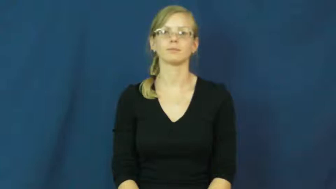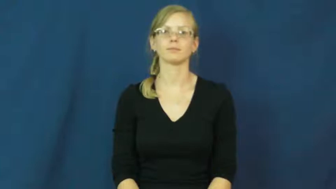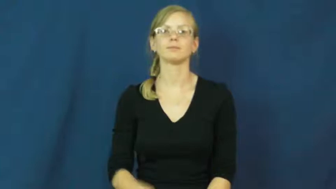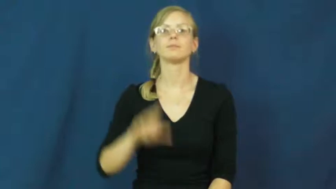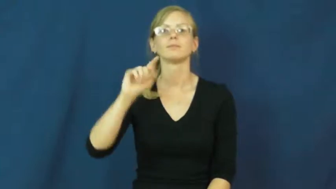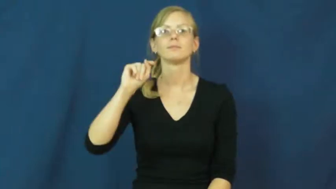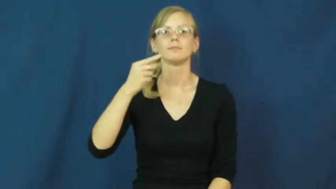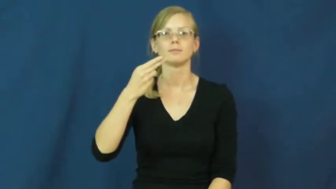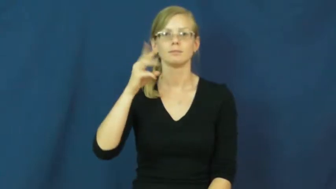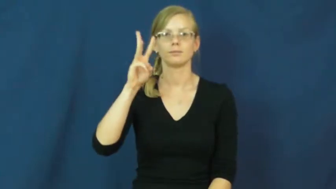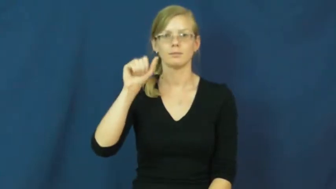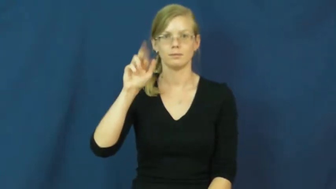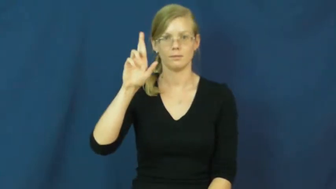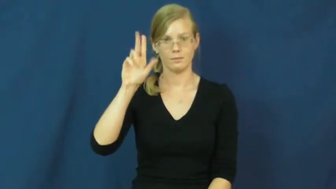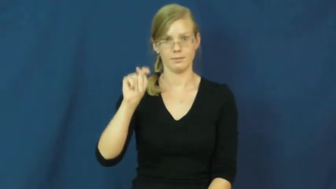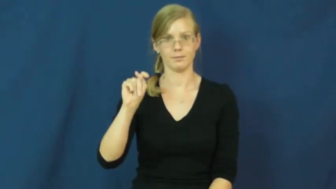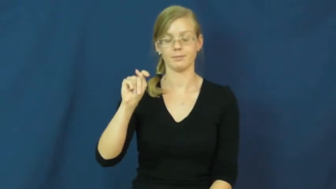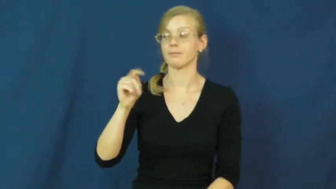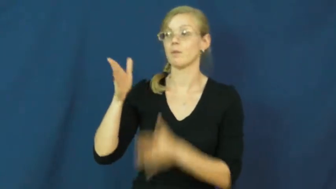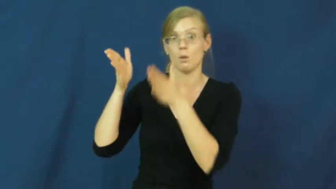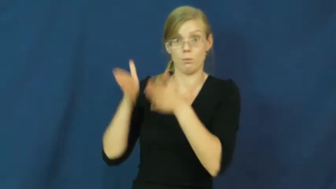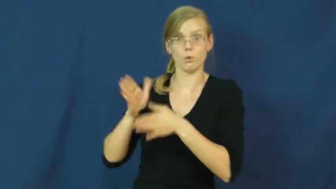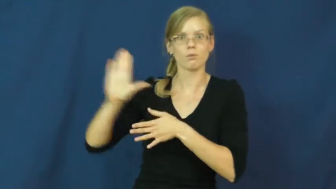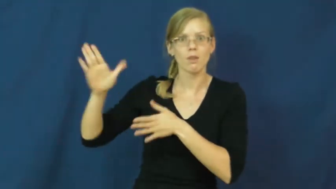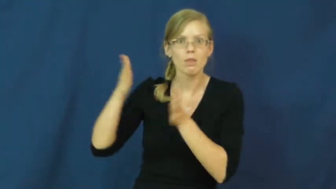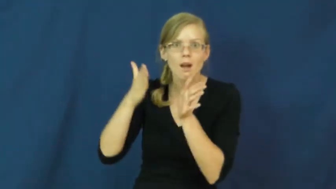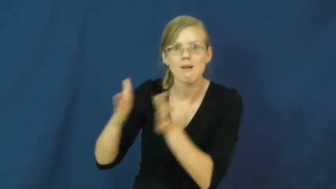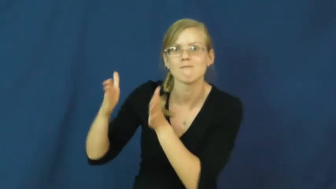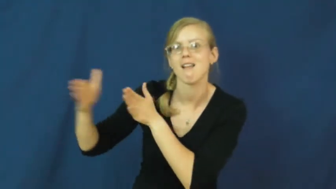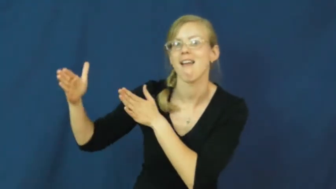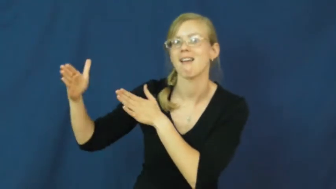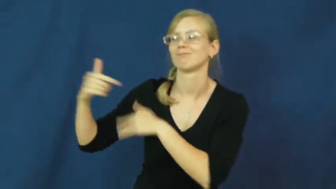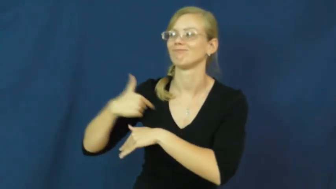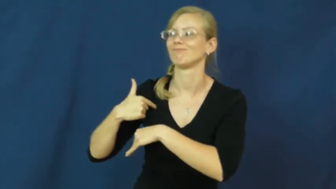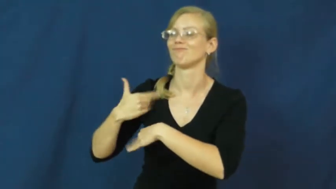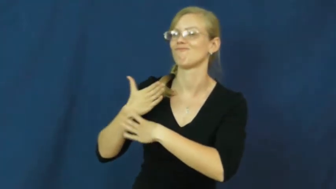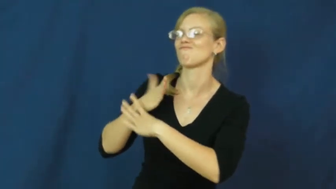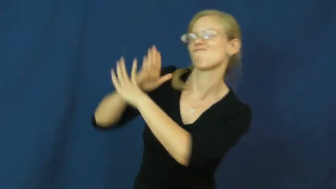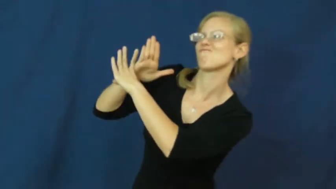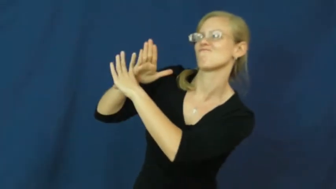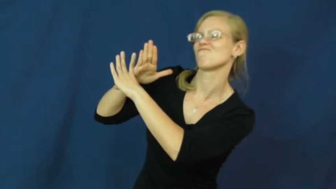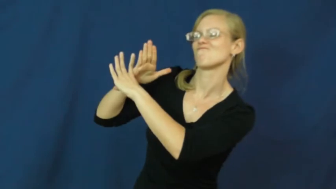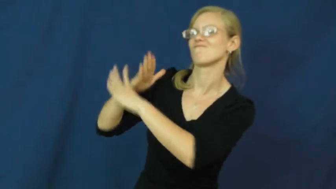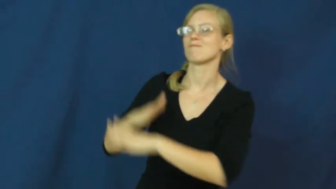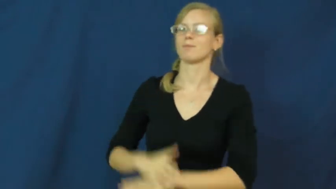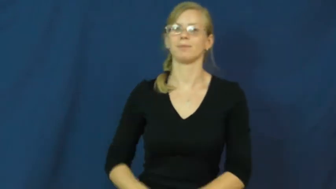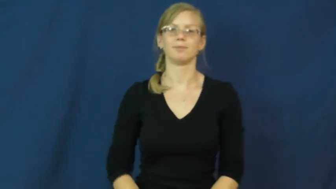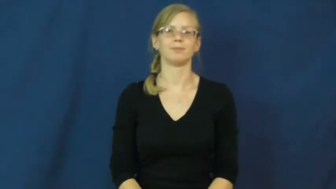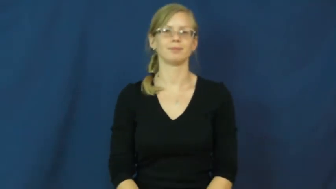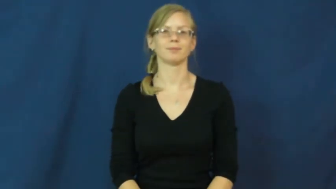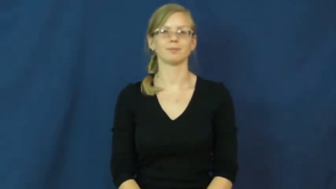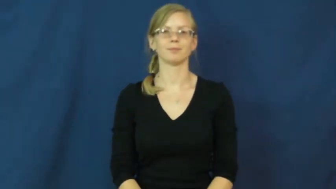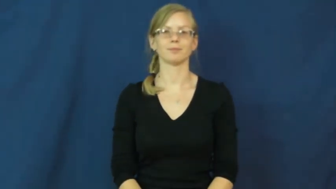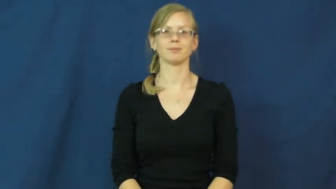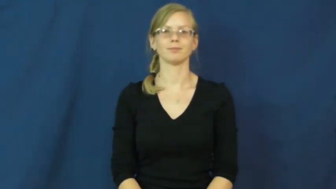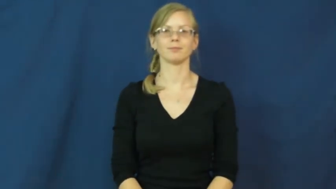thwart-verb